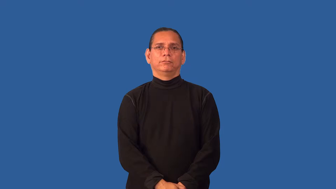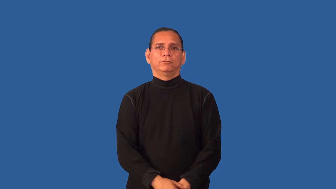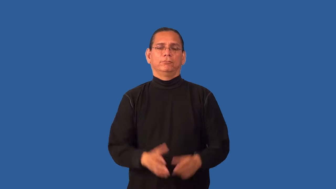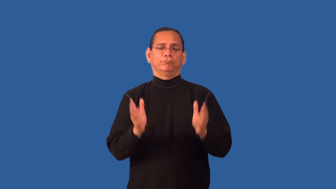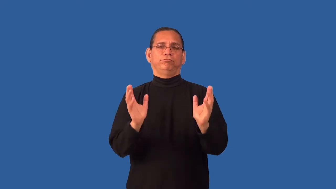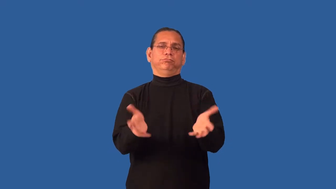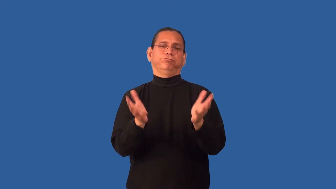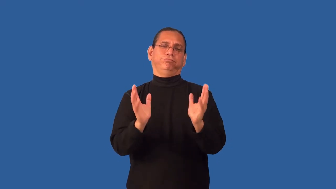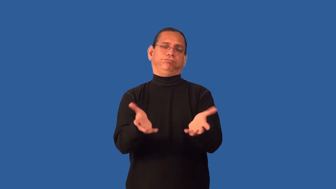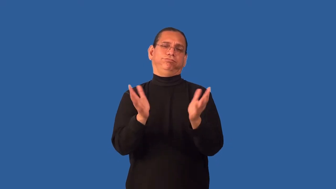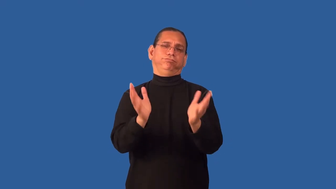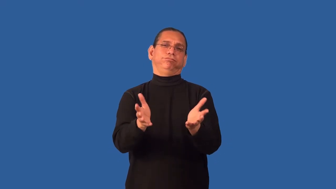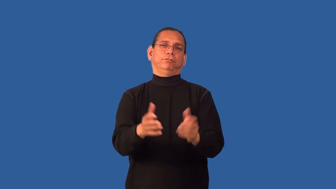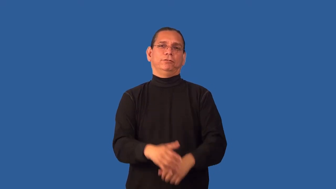gab